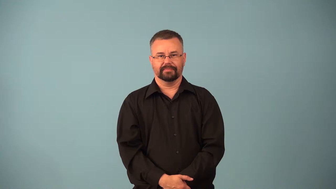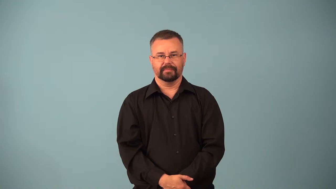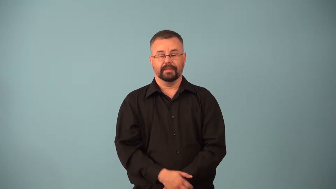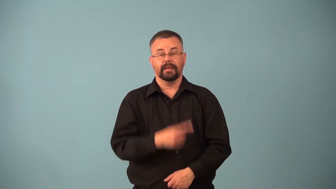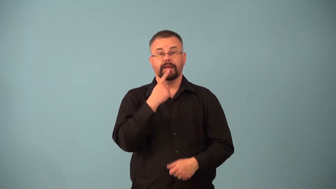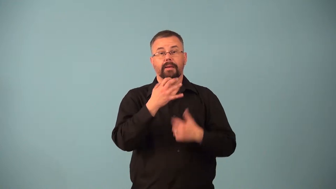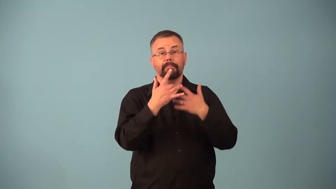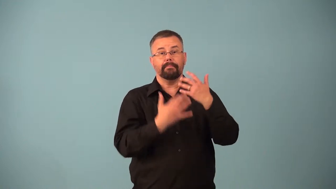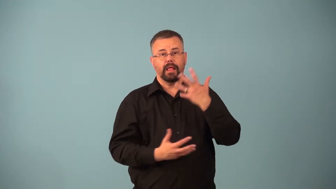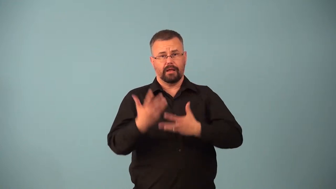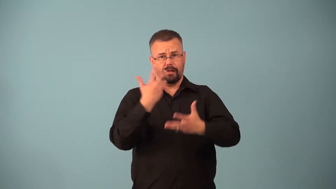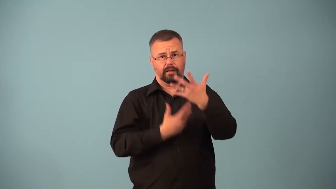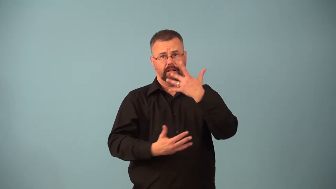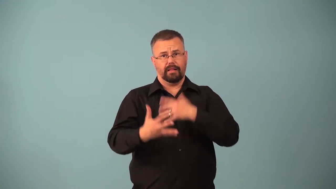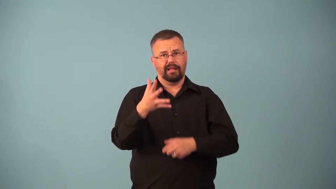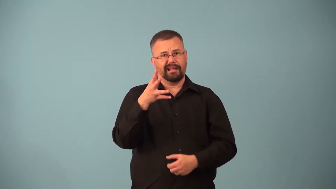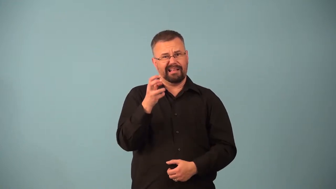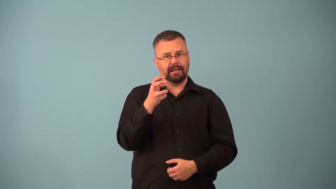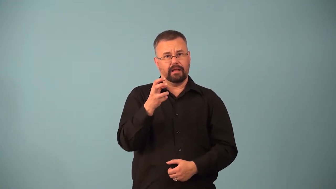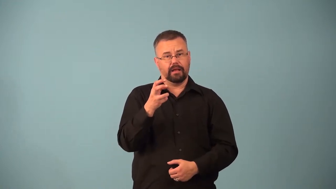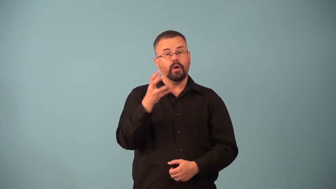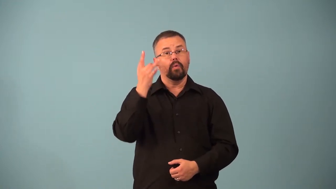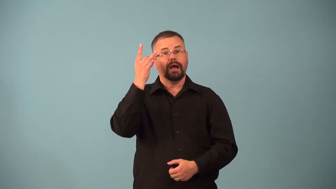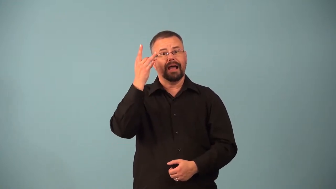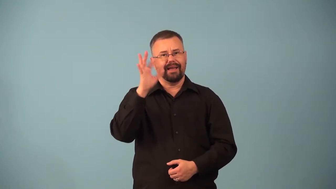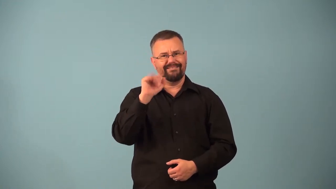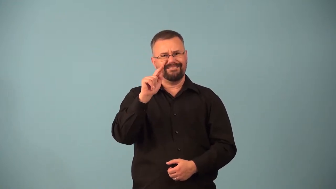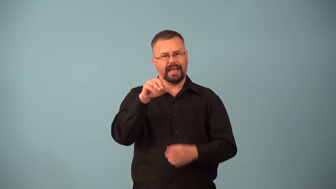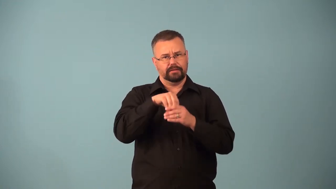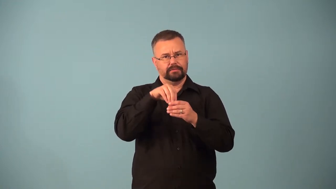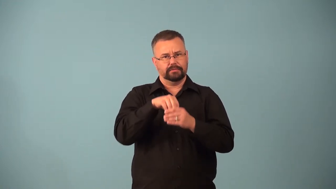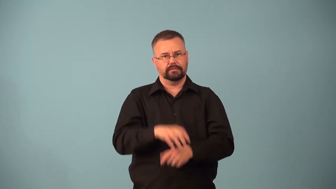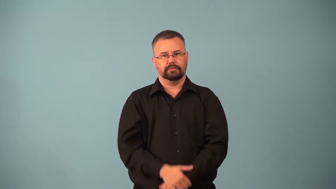atherosclerosis